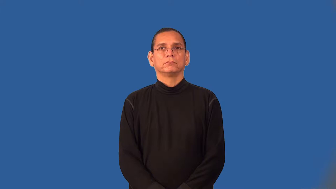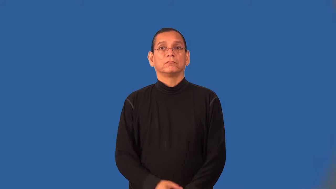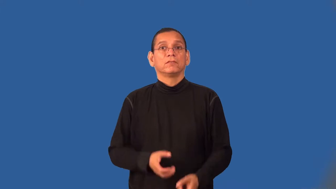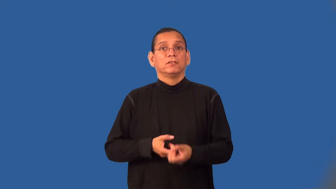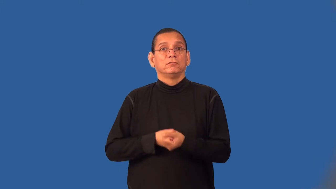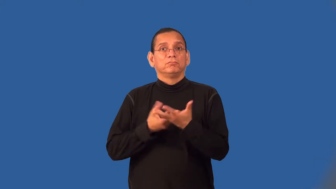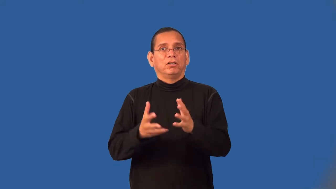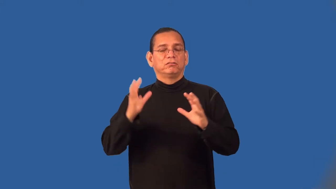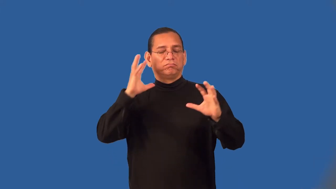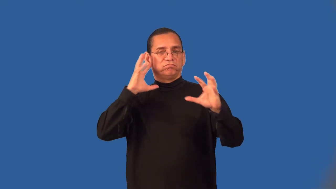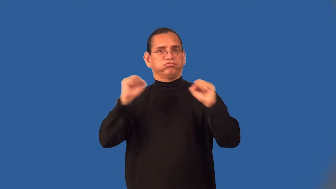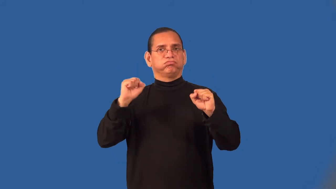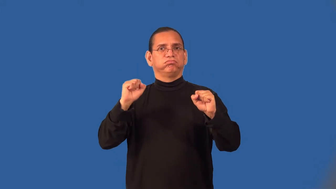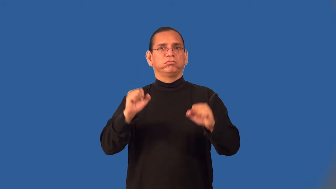vociferous